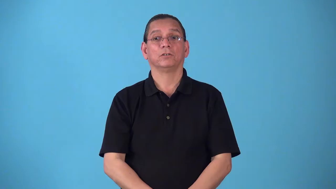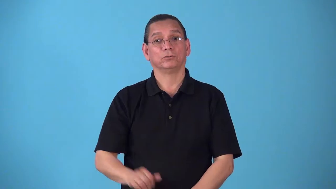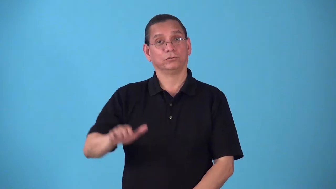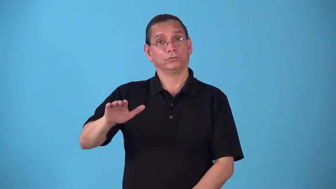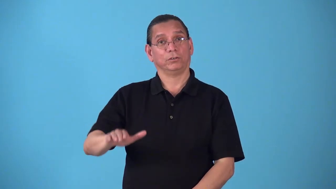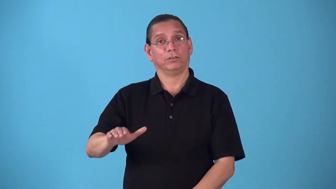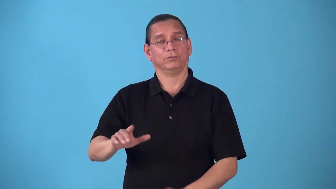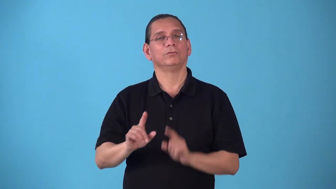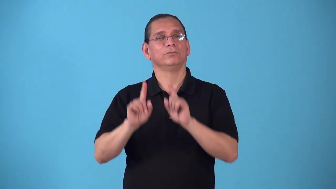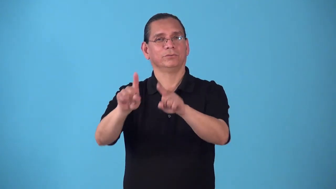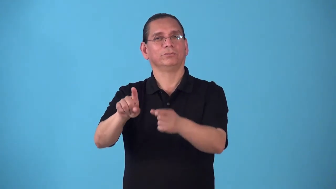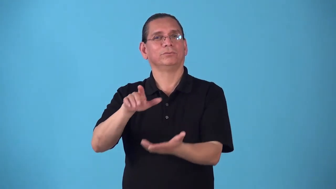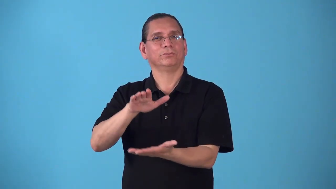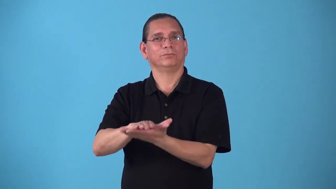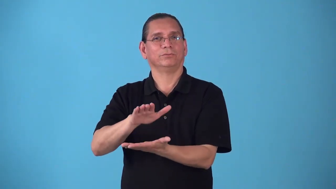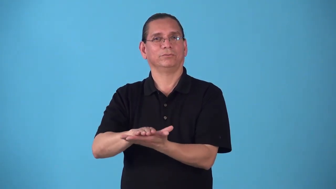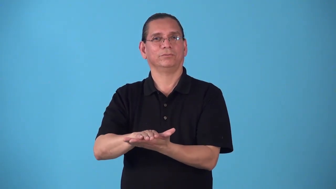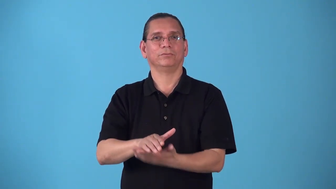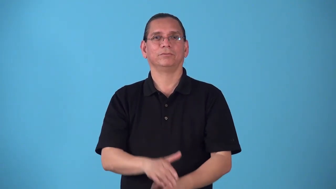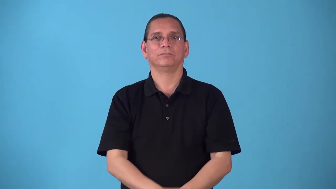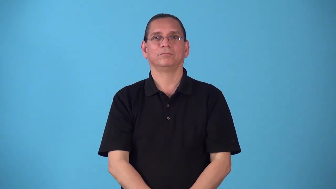schoolchild,schoolkid